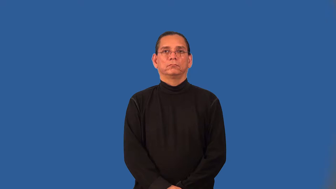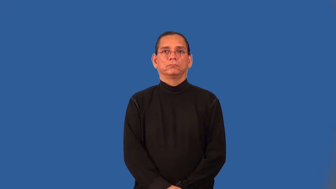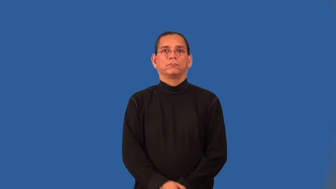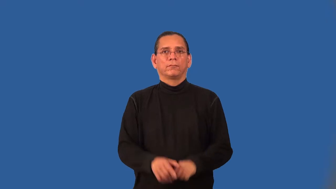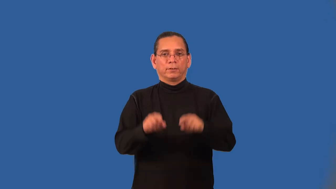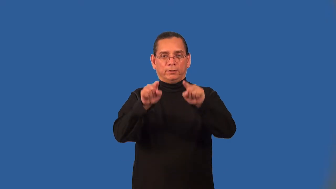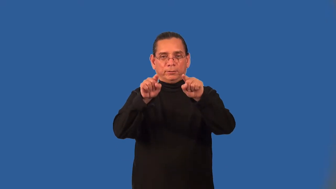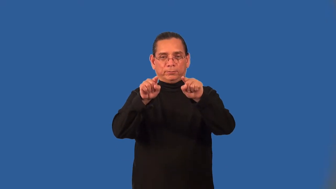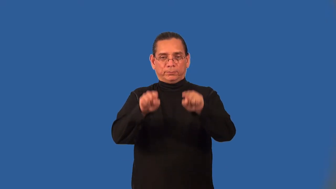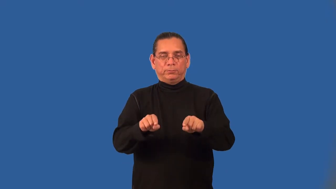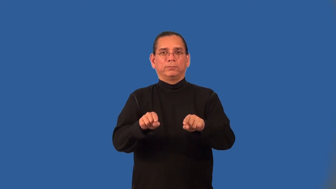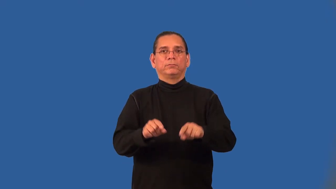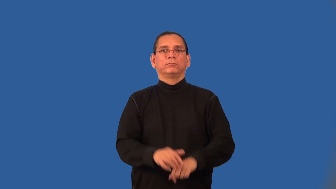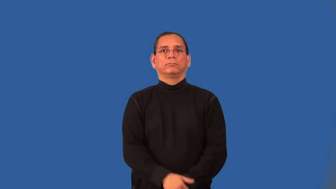absolute value